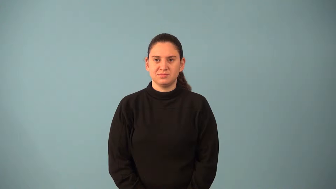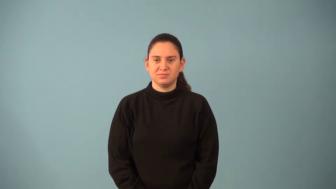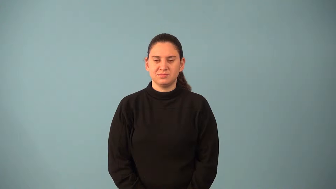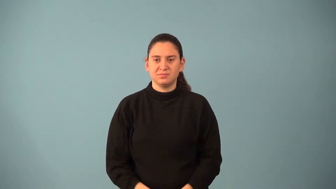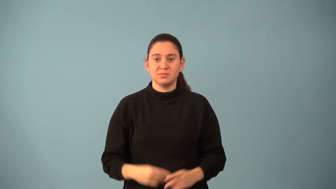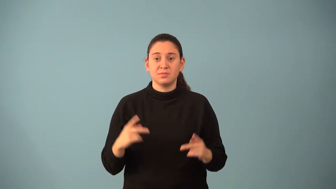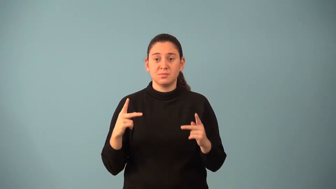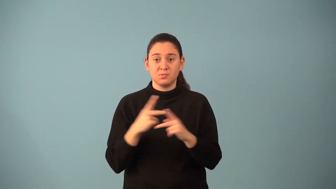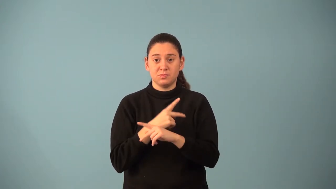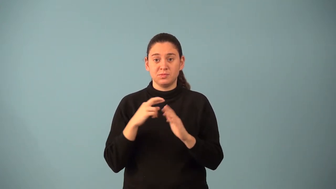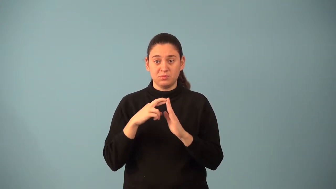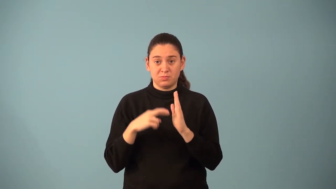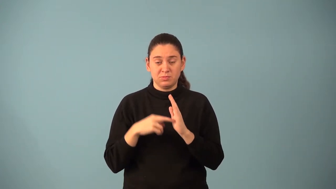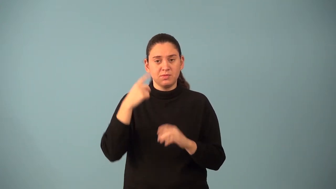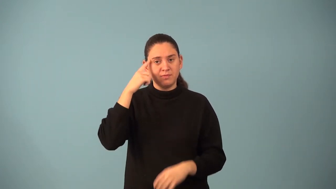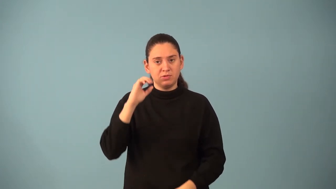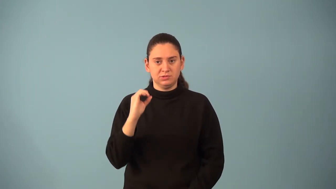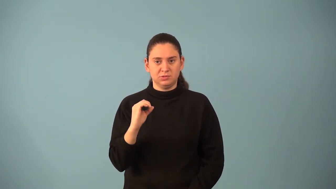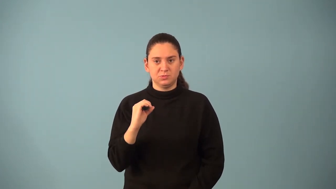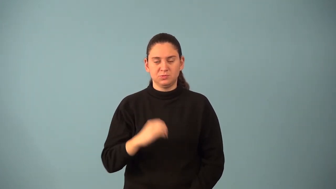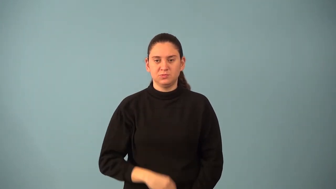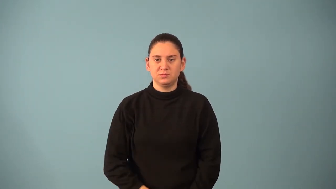multiplicative property of zero